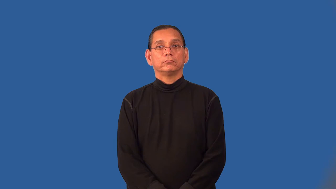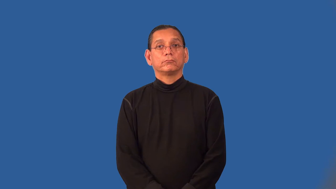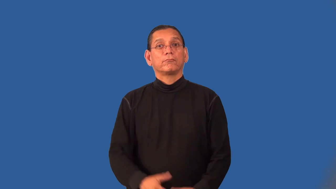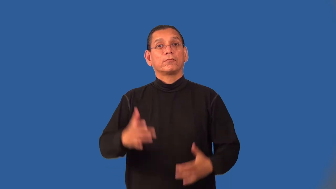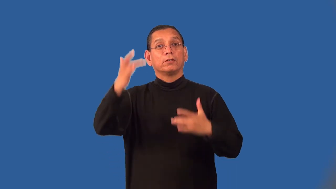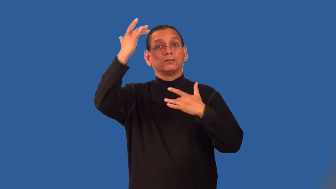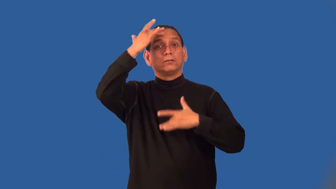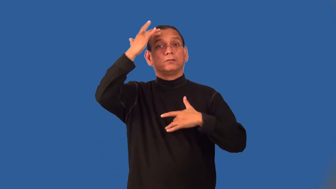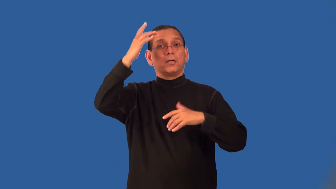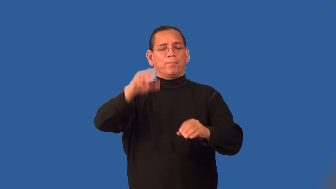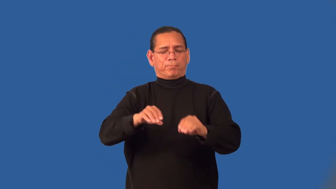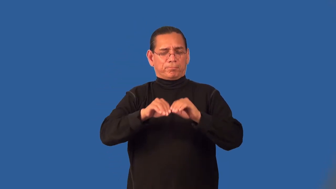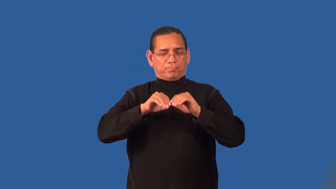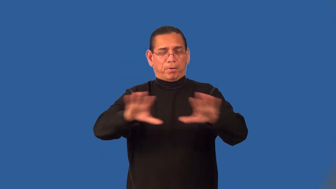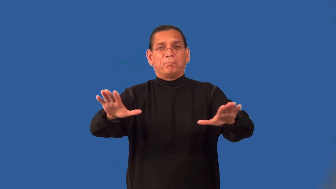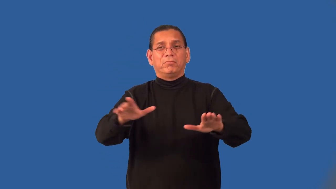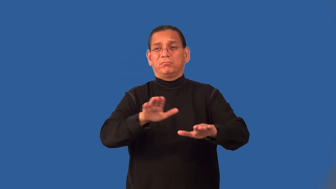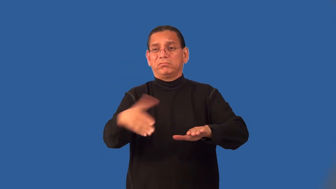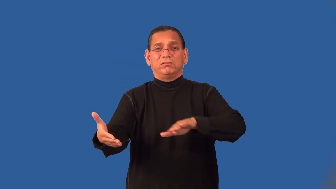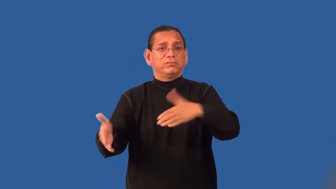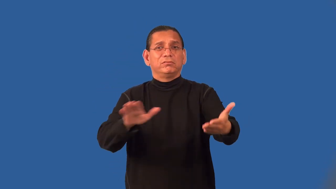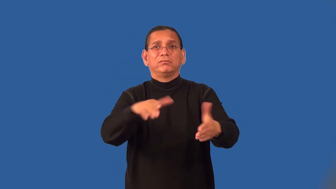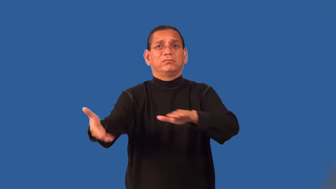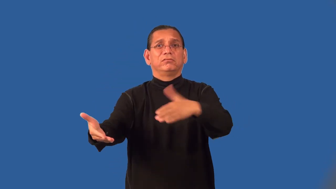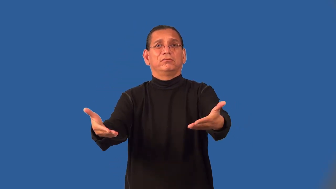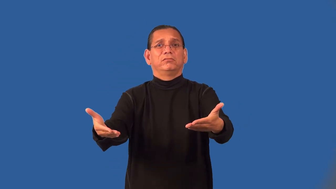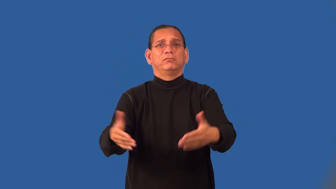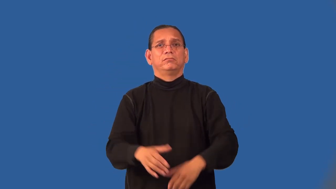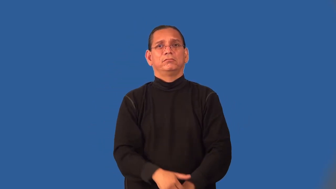pestilence